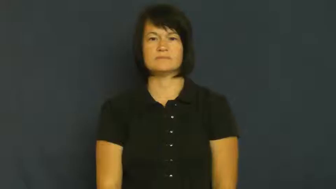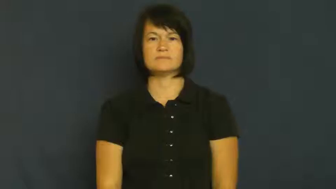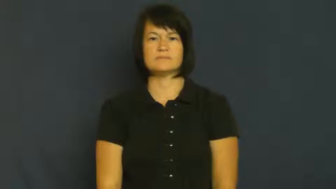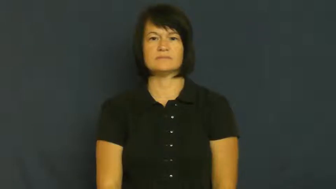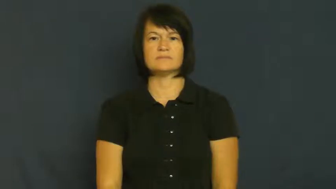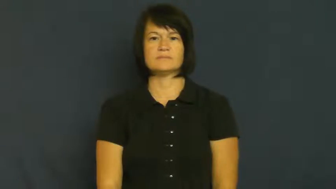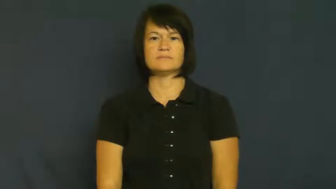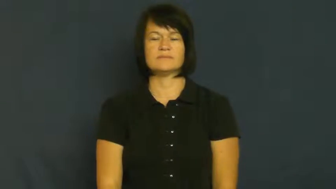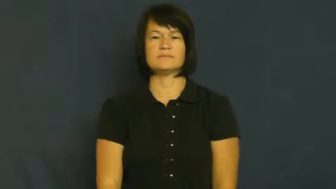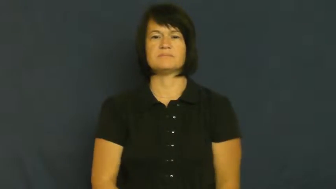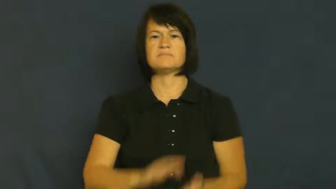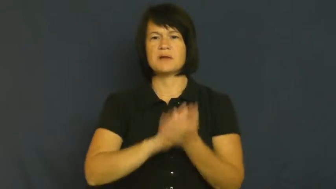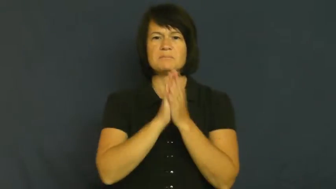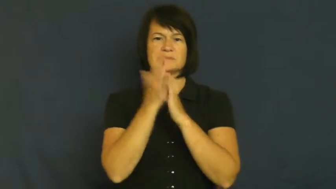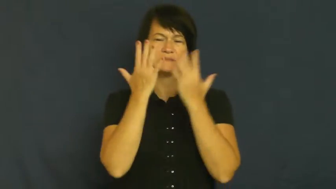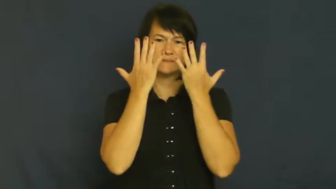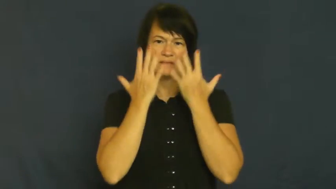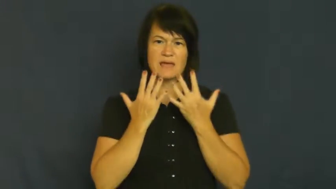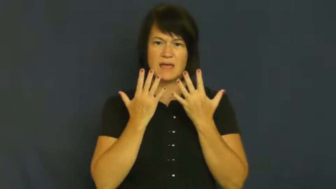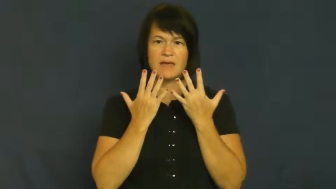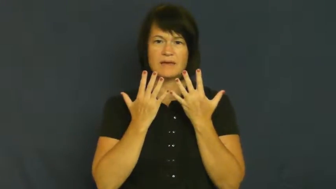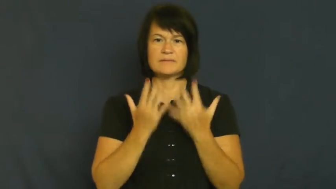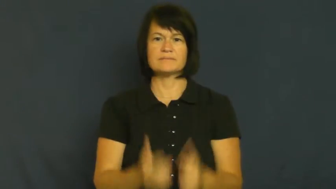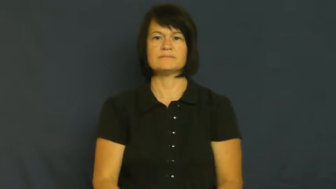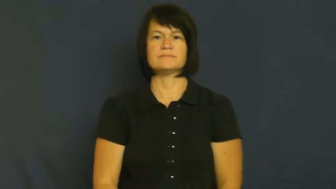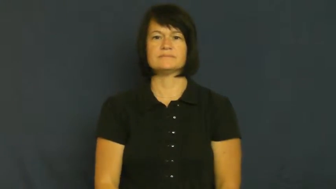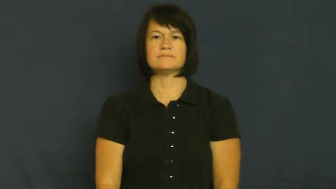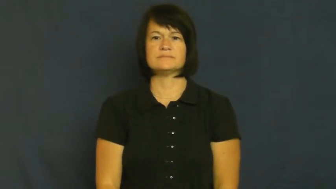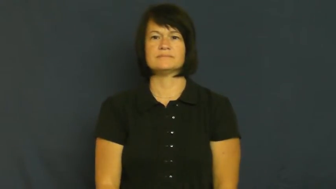sink-feelings